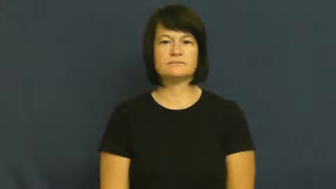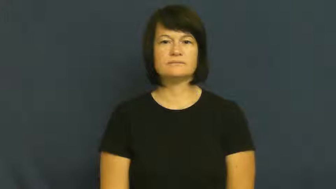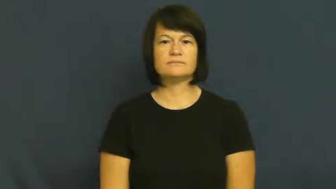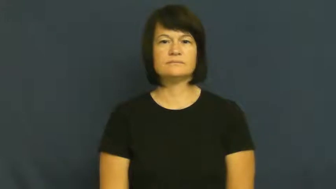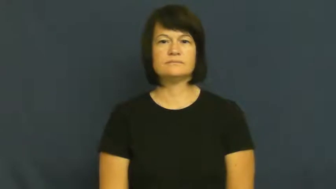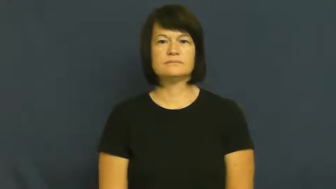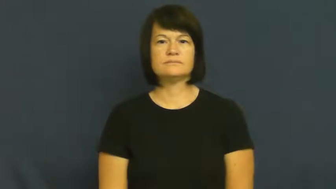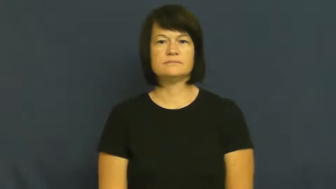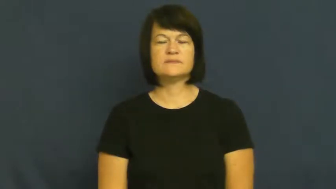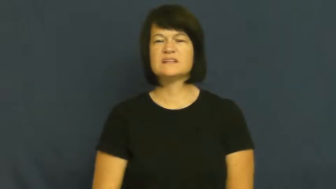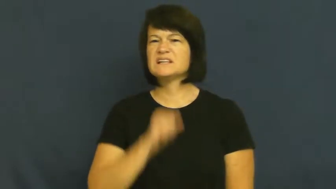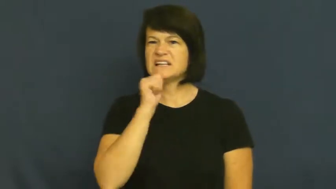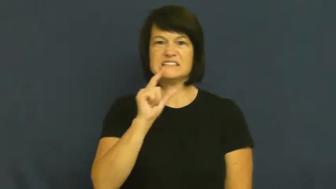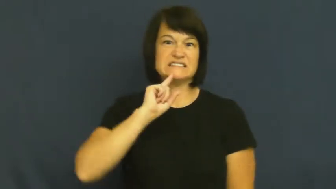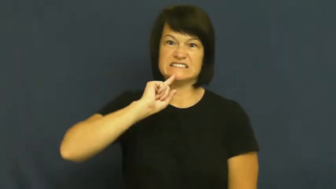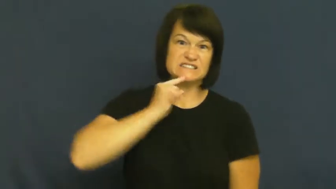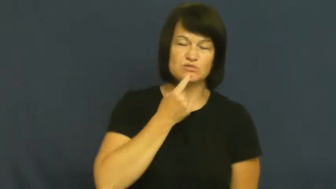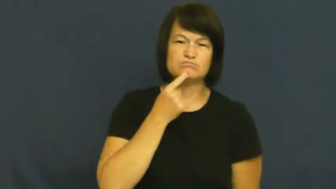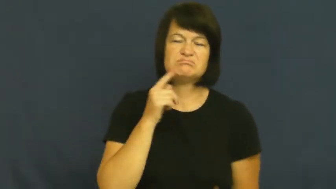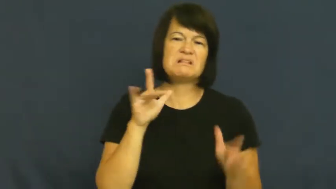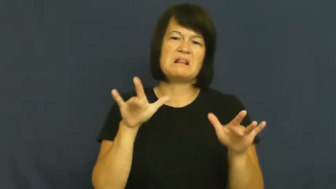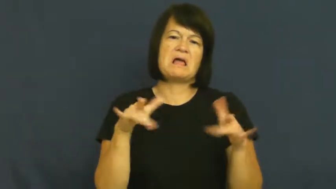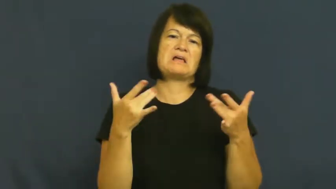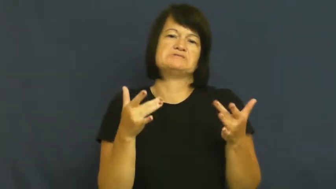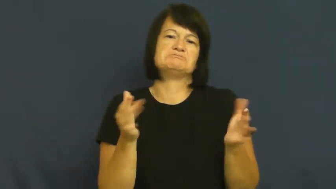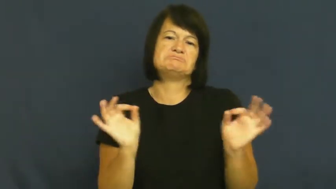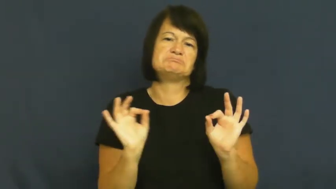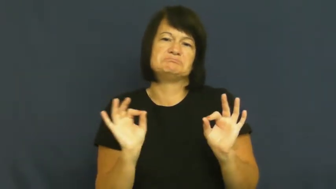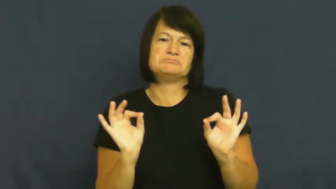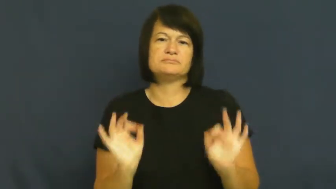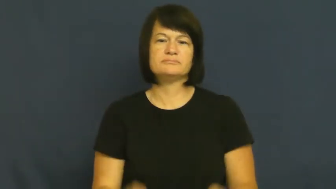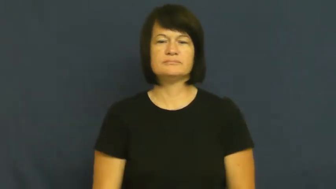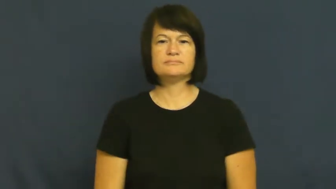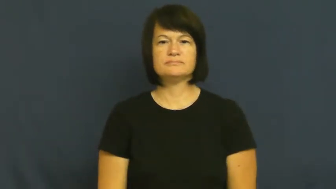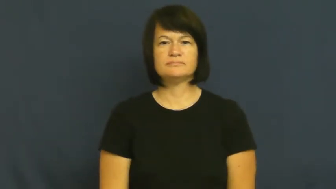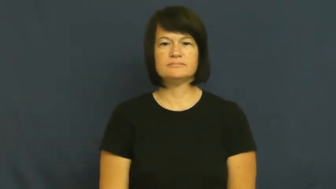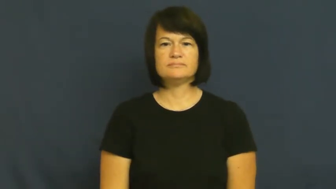light-not serious